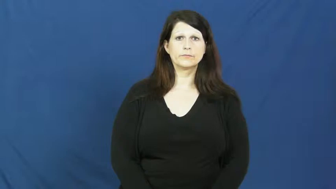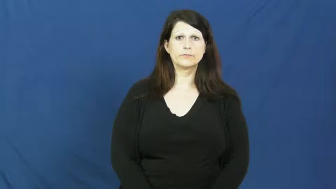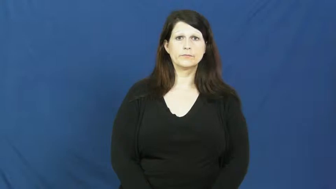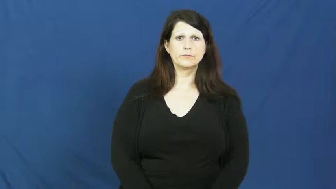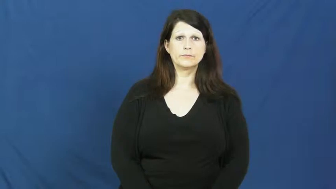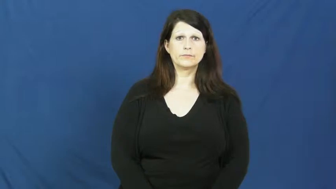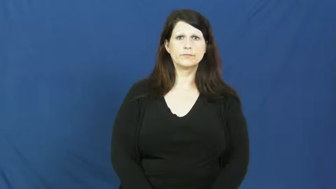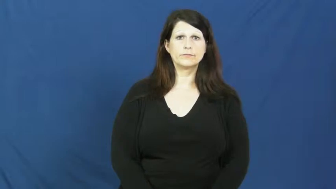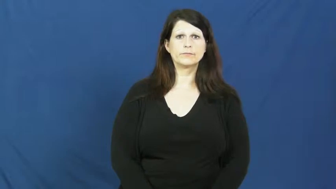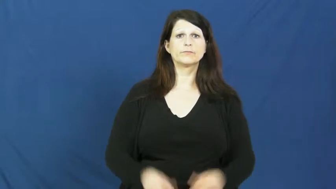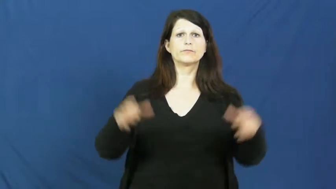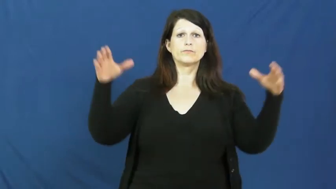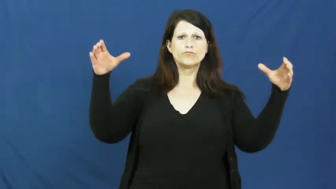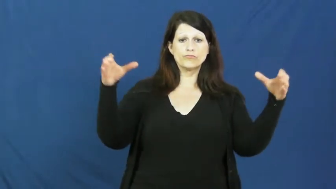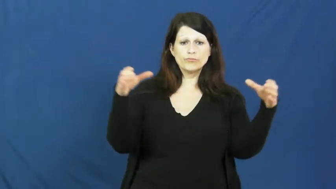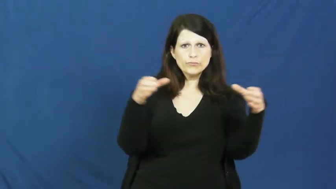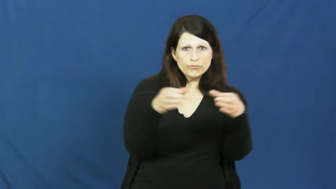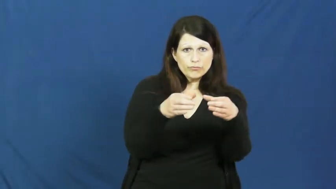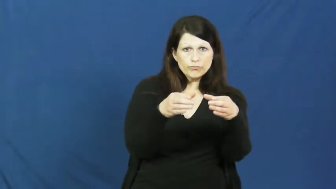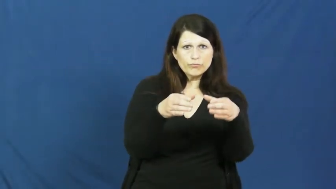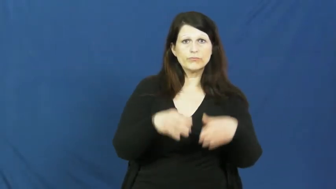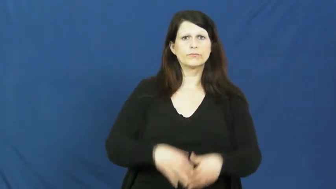gather-assemble